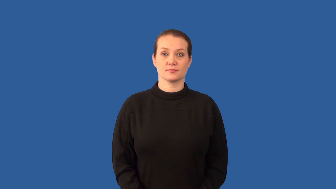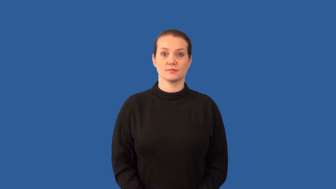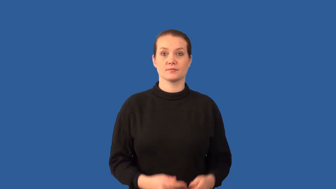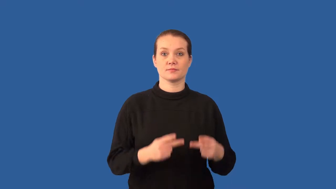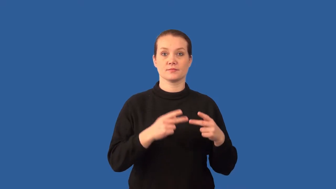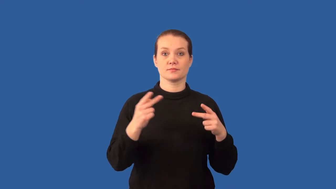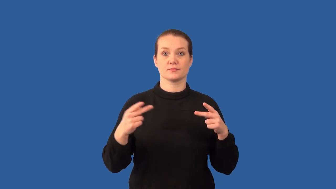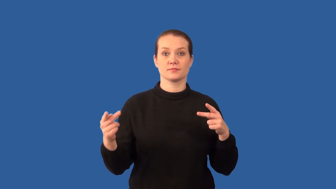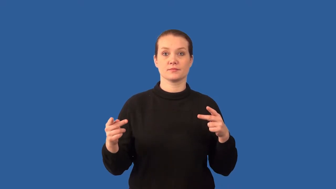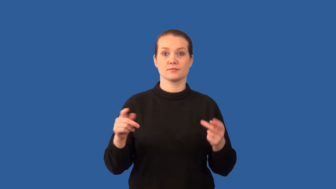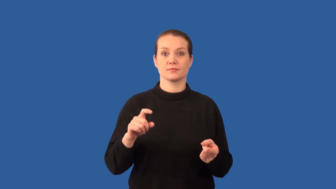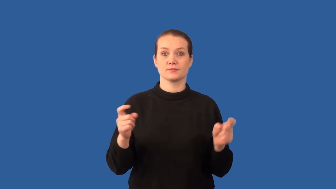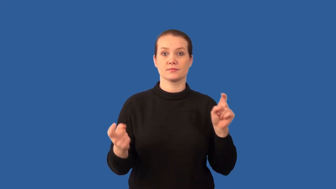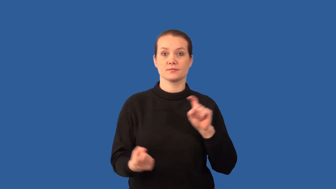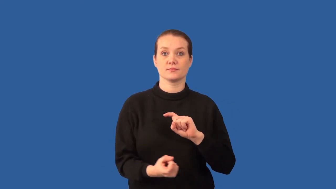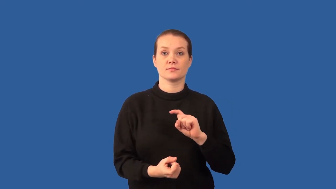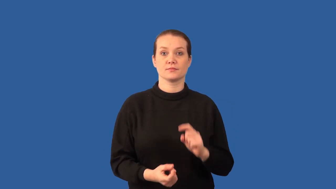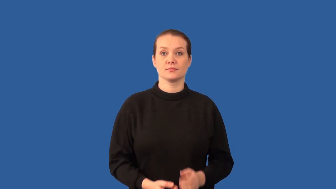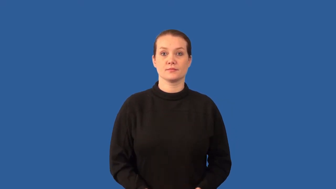denaturation-protein